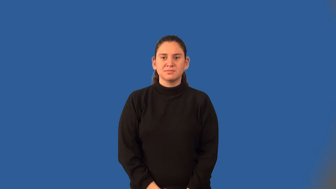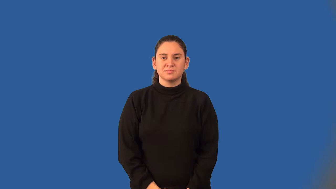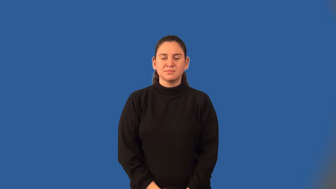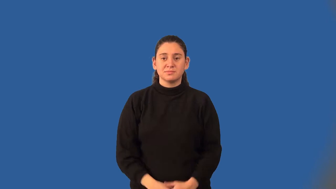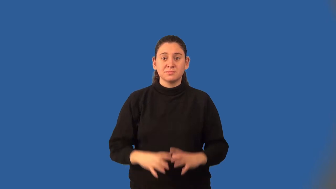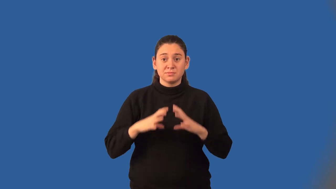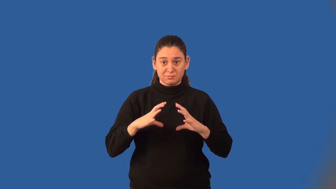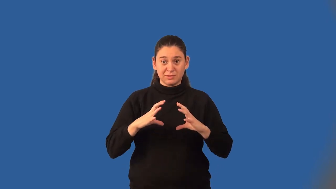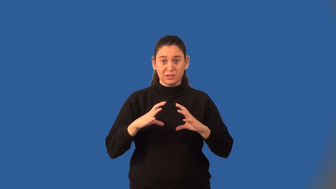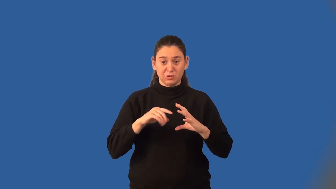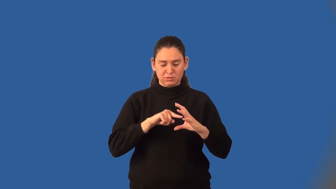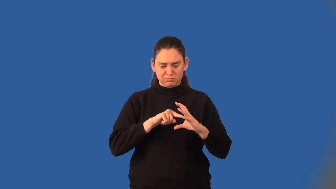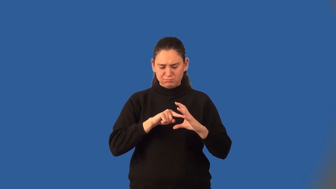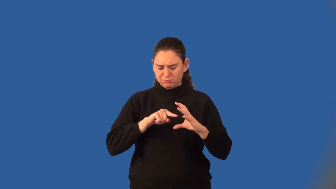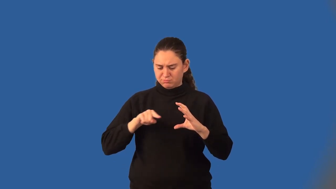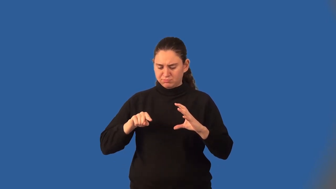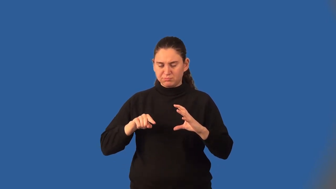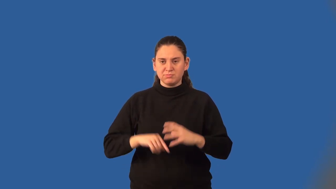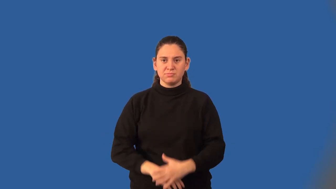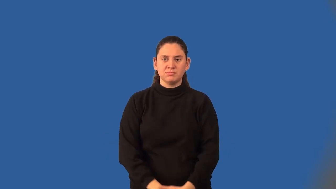golden section